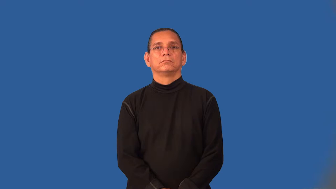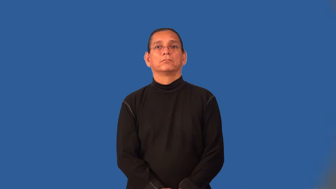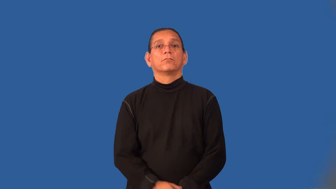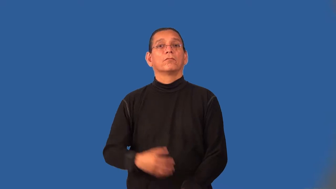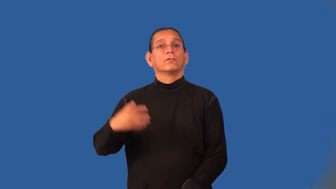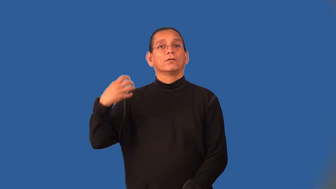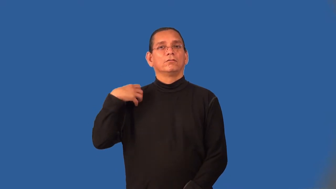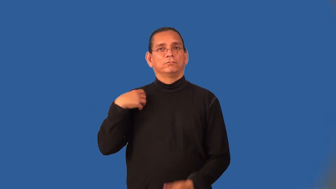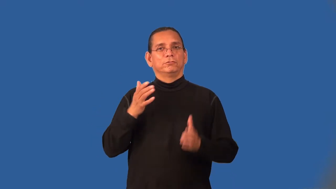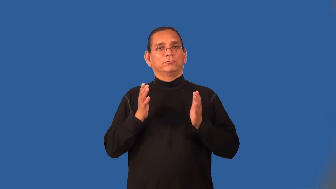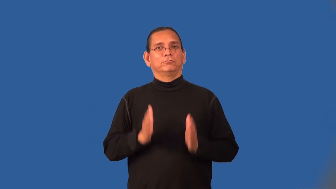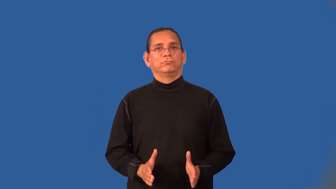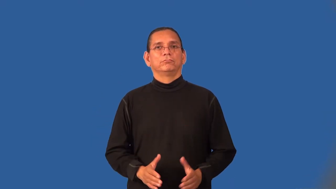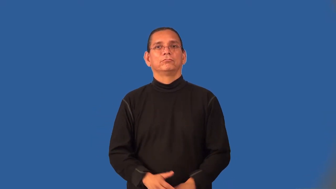officer-army